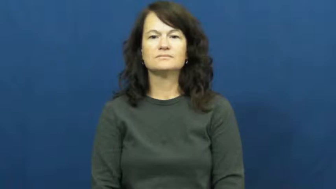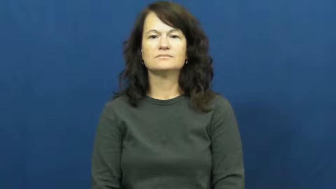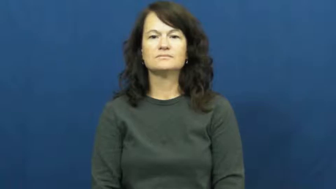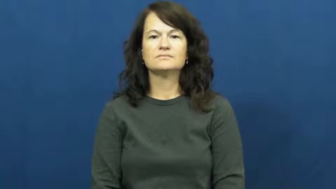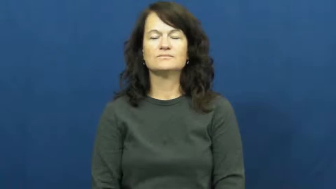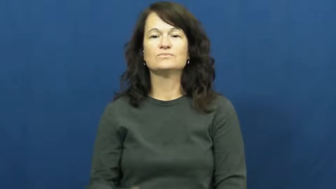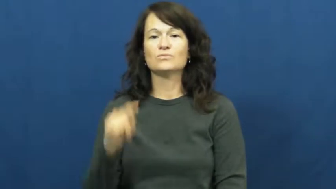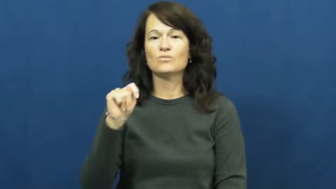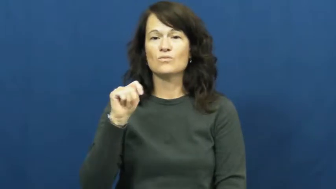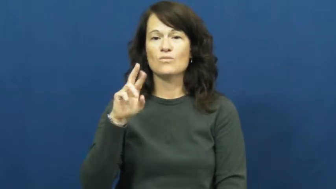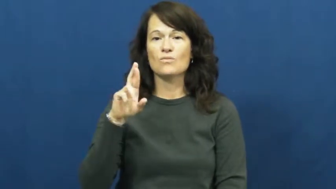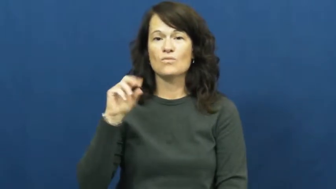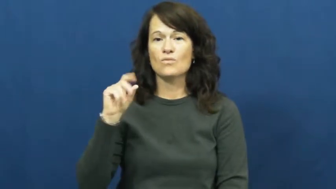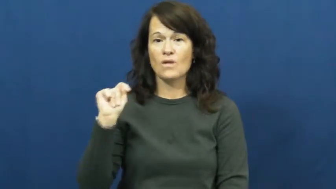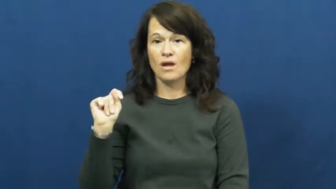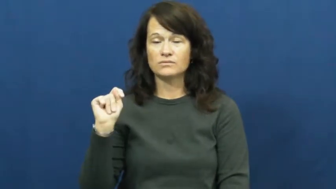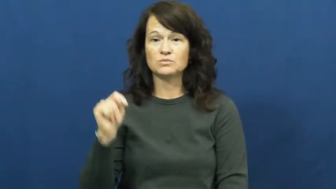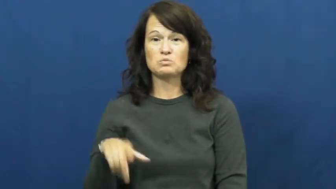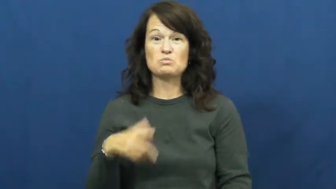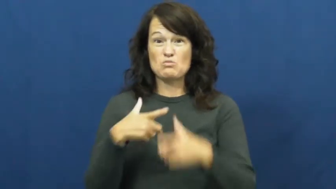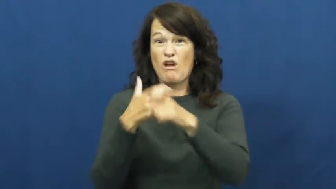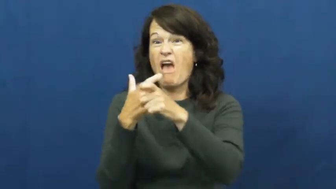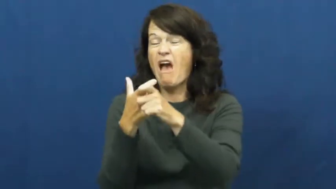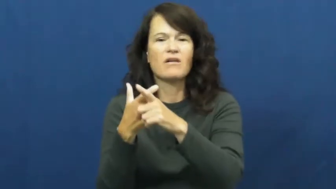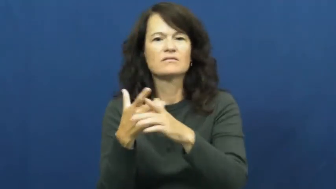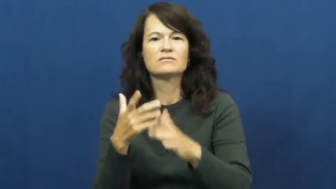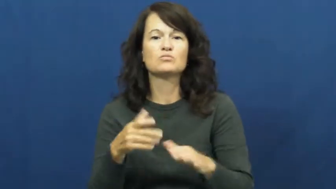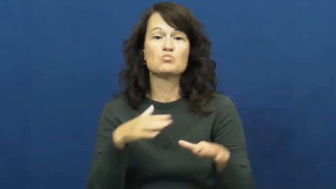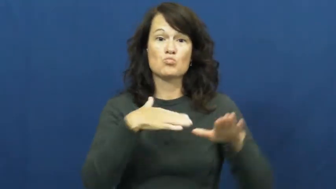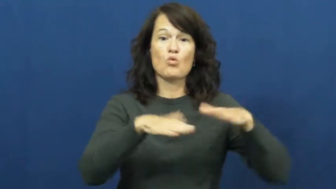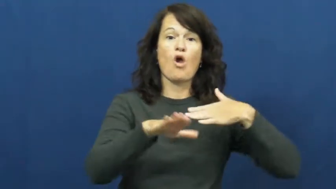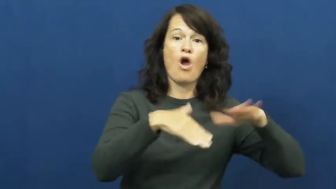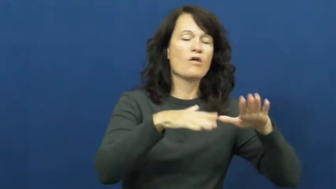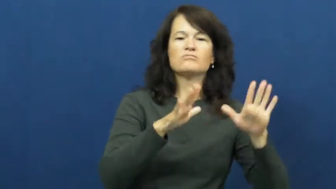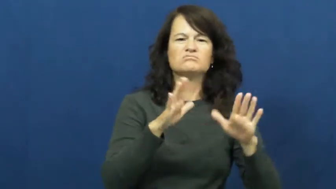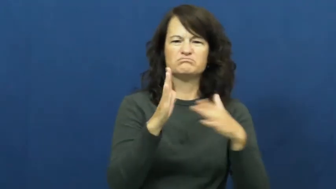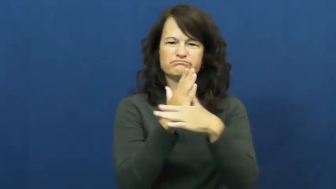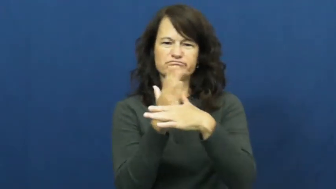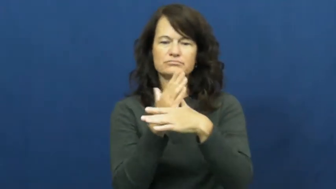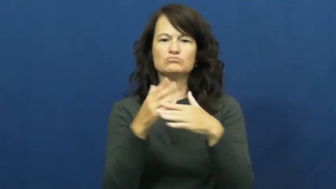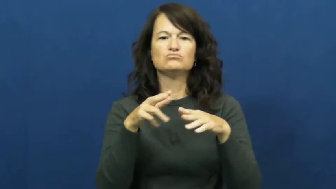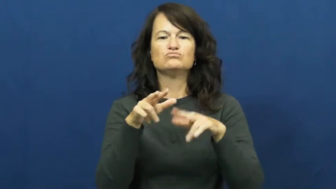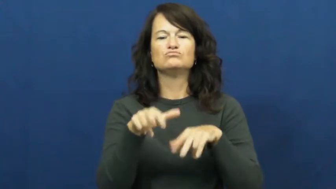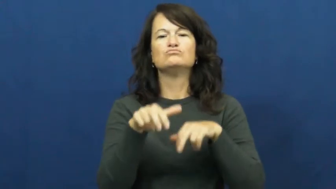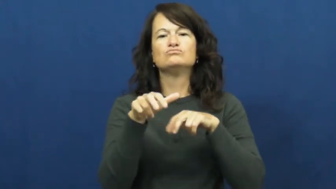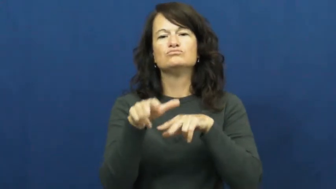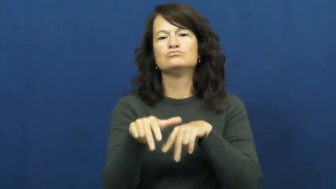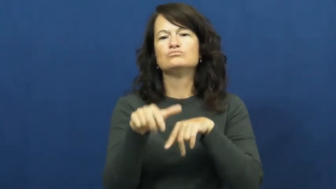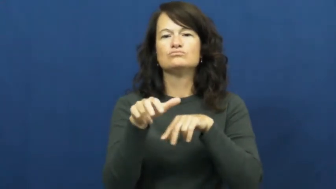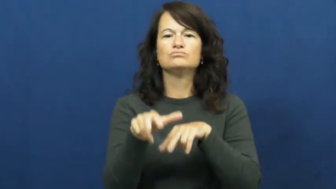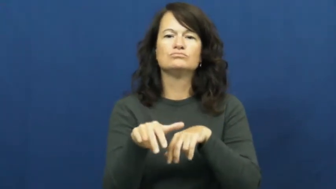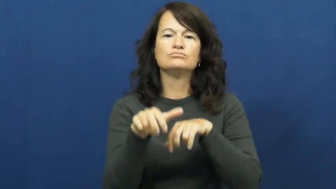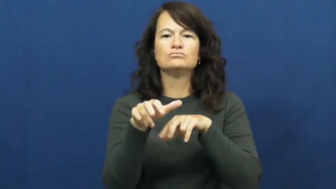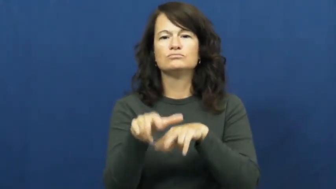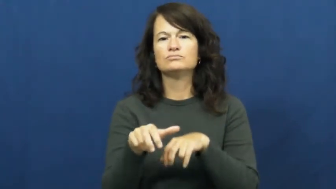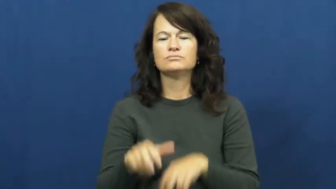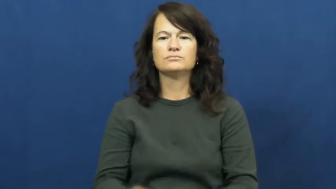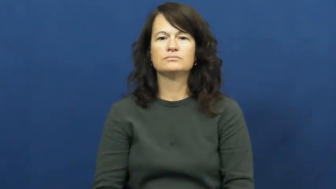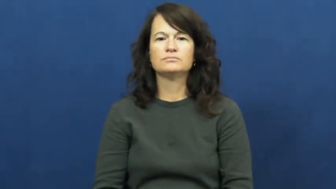trot